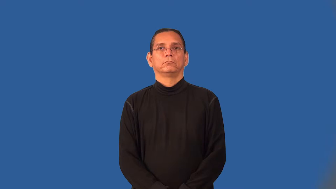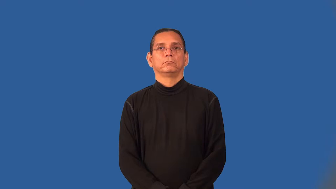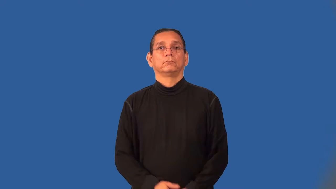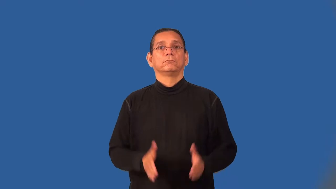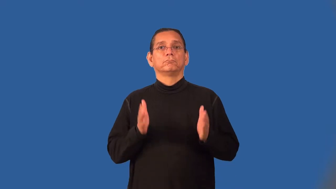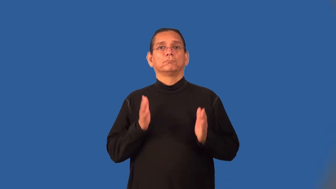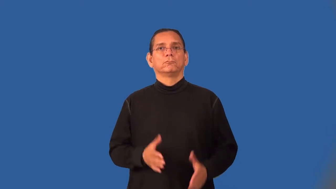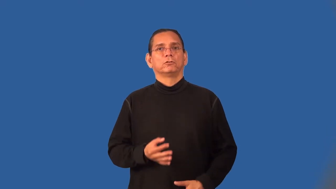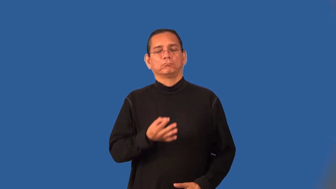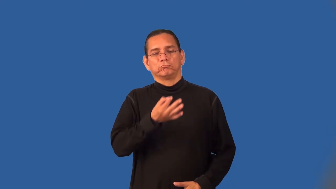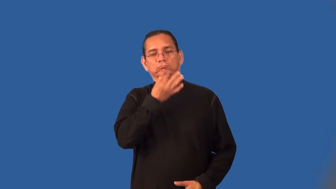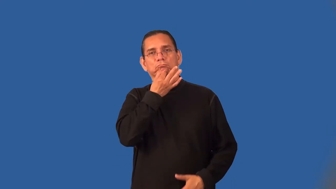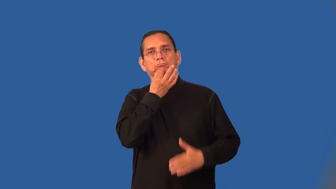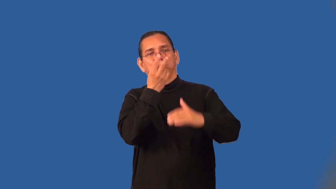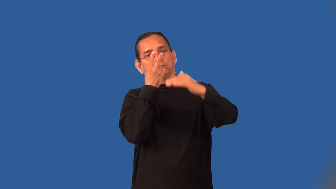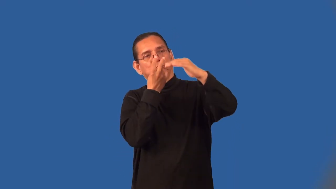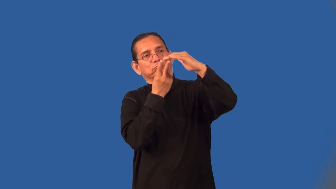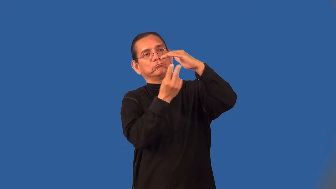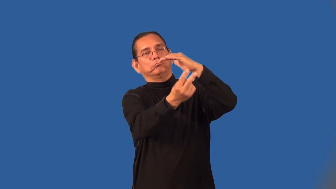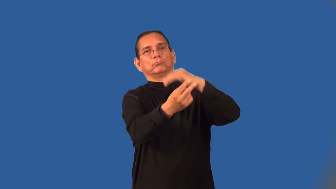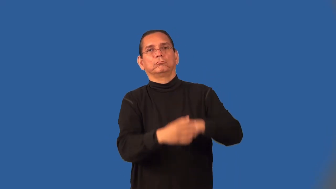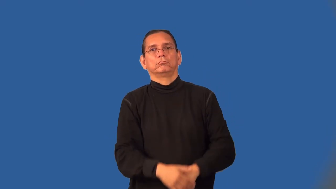fortuneteller,foreseer,seer,psychic,sibyl